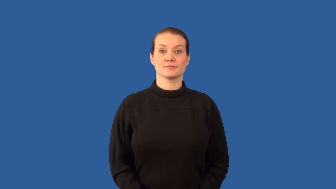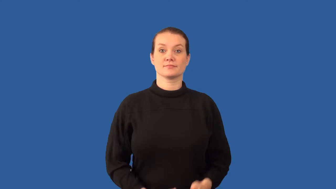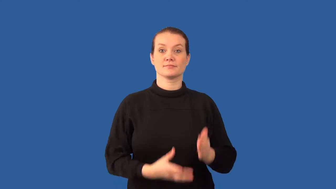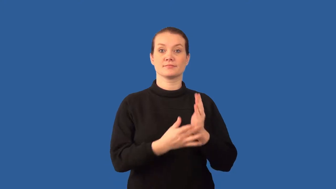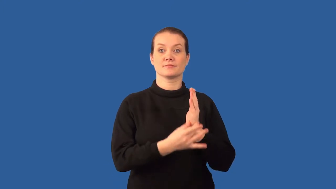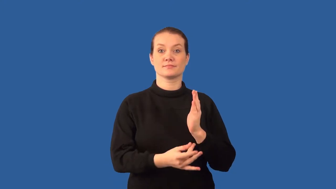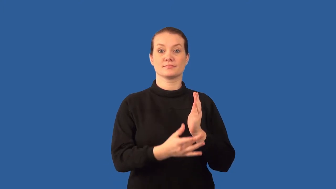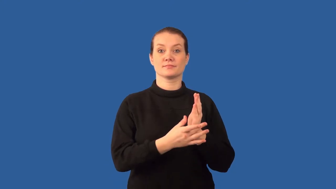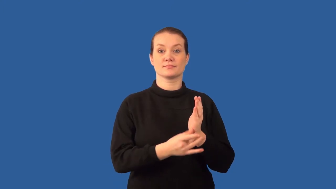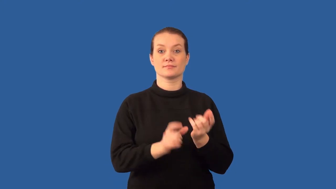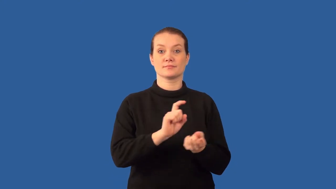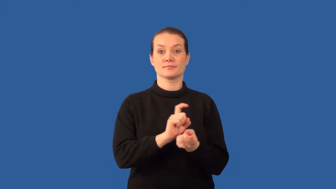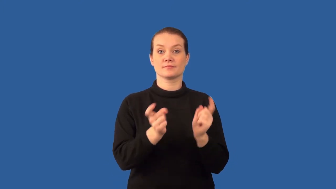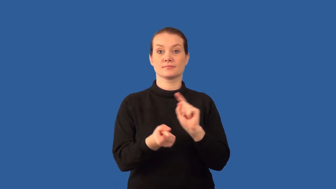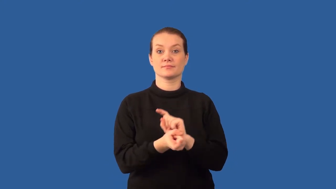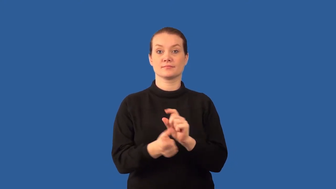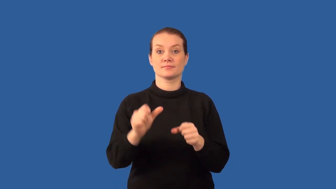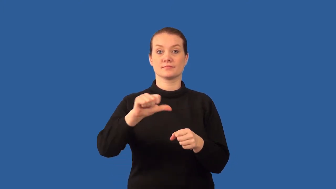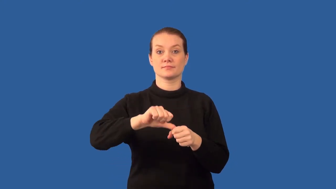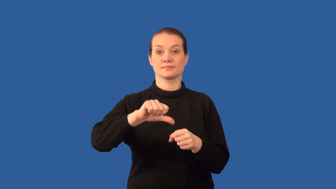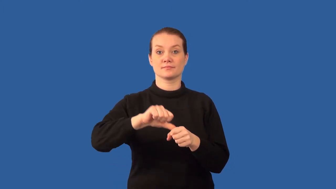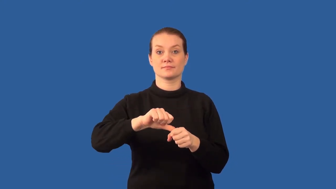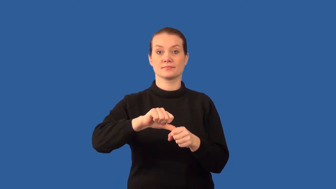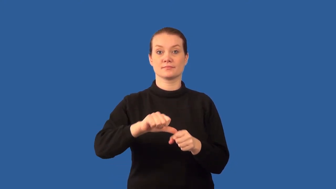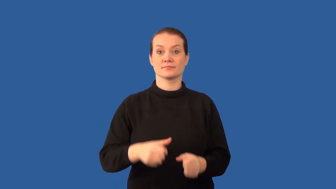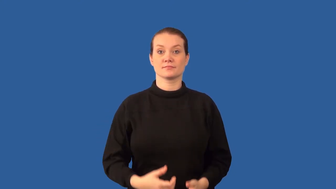crack-oil